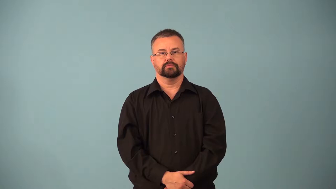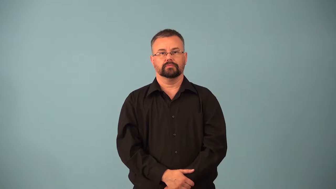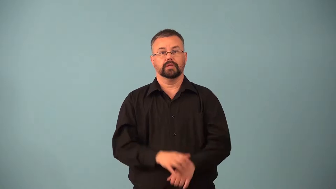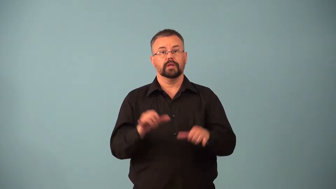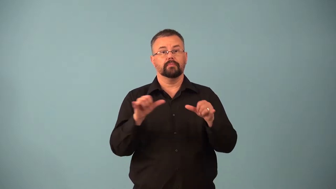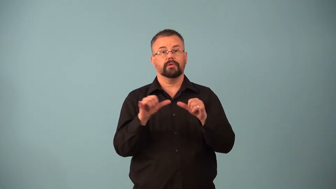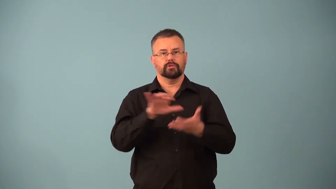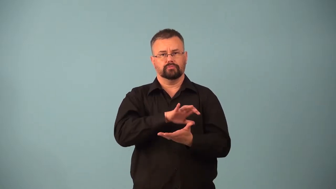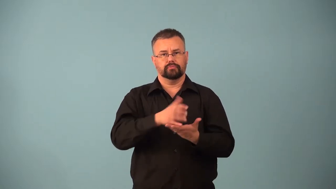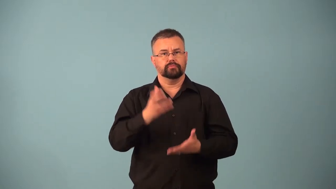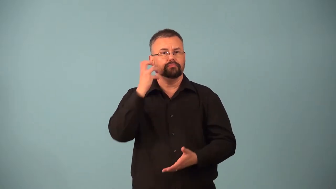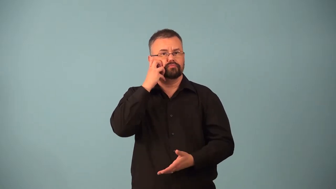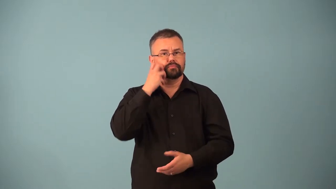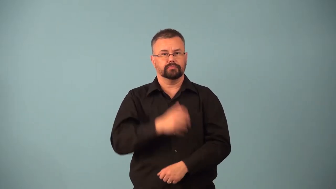molarity